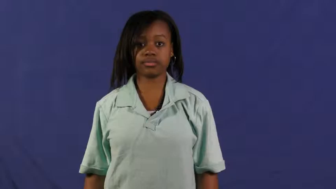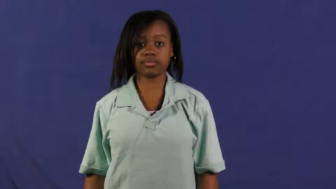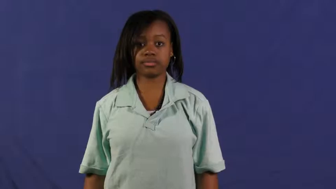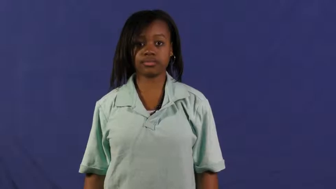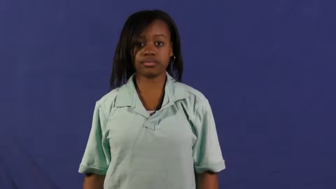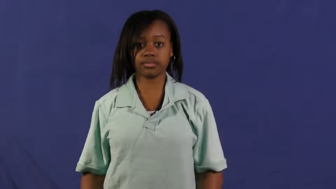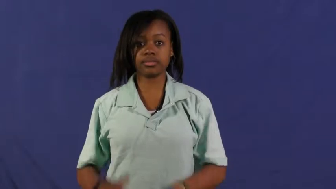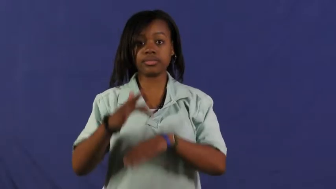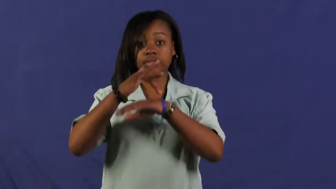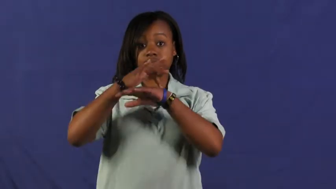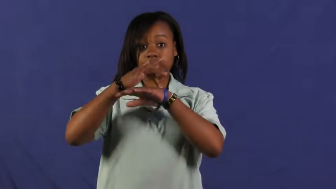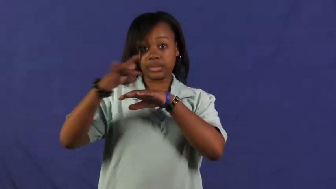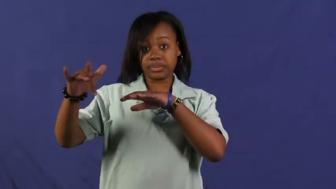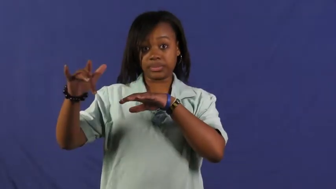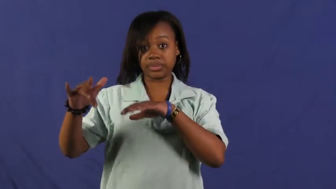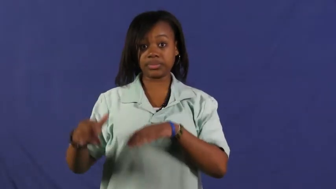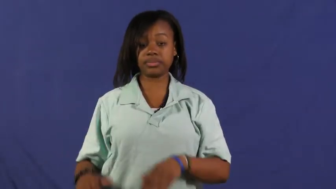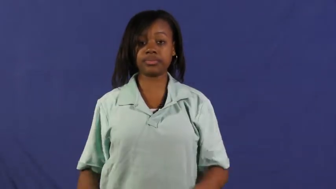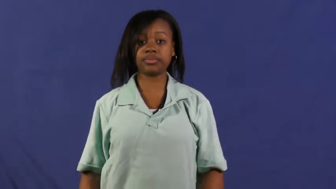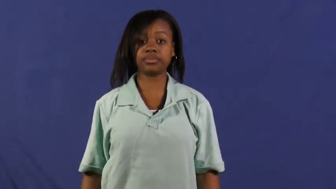naked,buff,unclothed